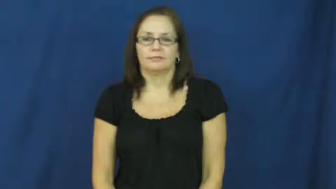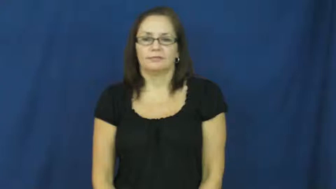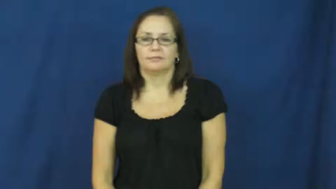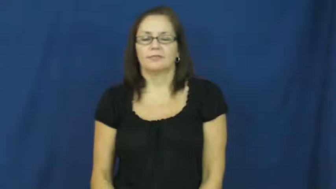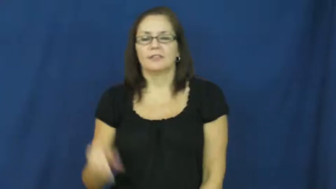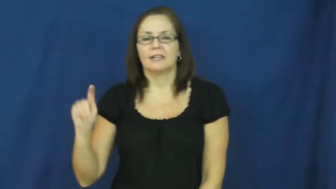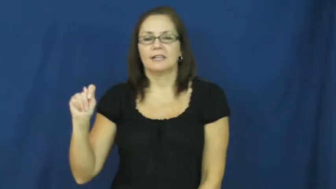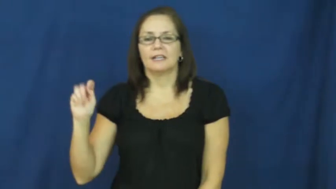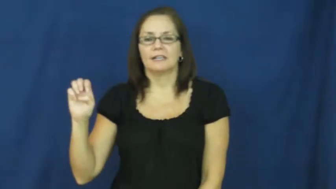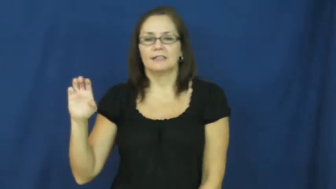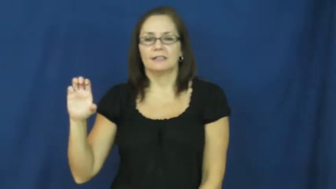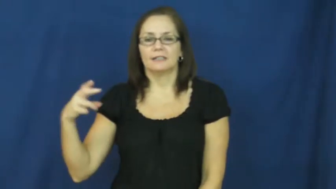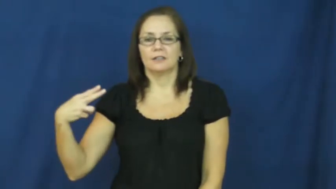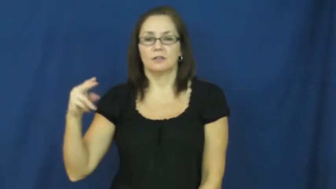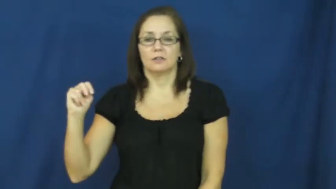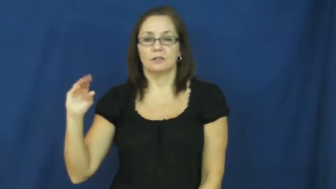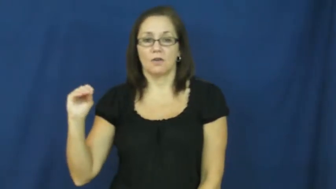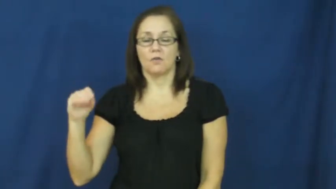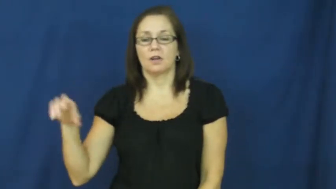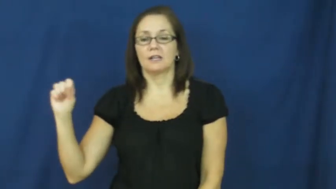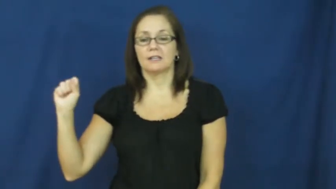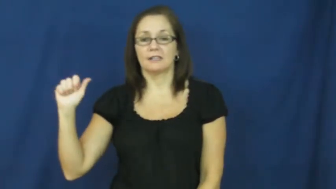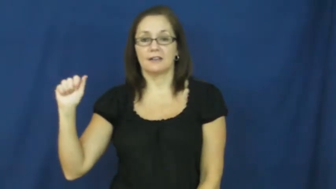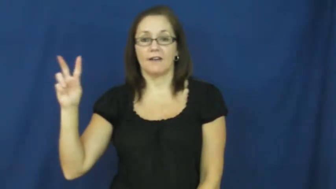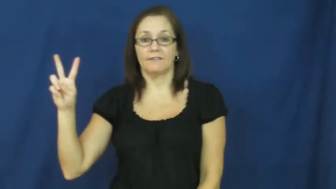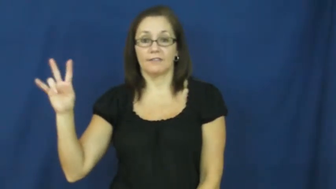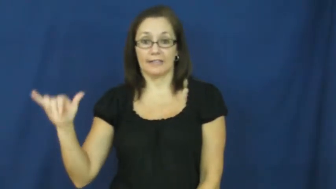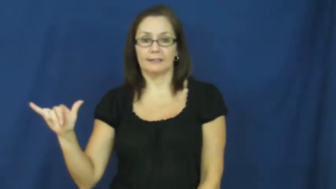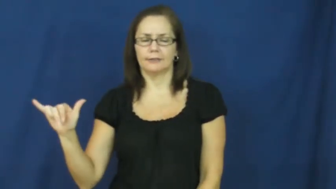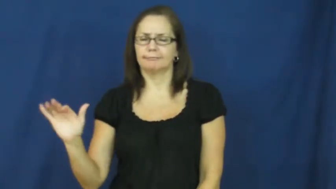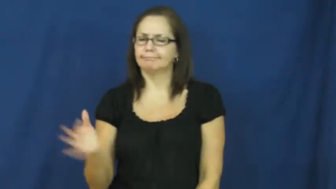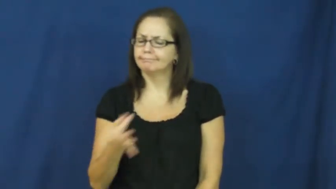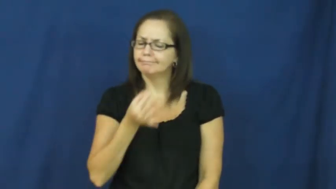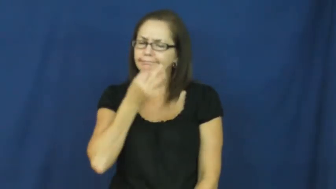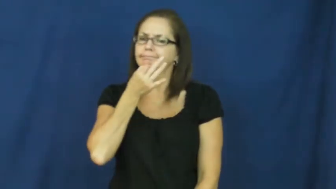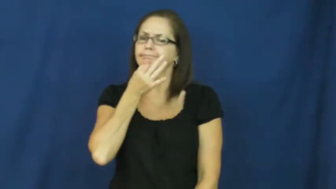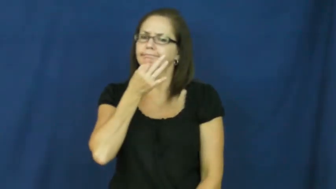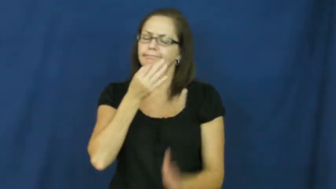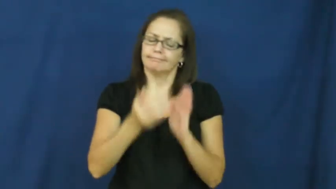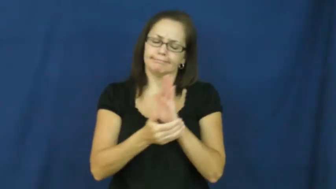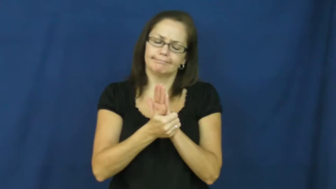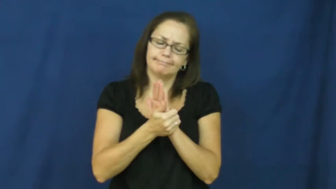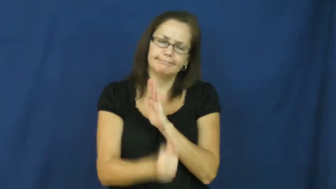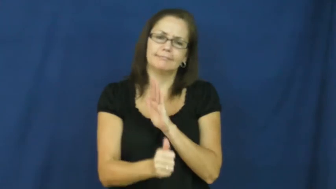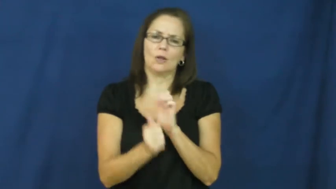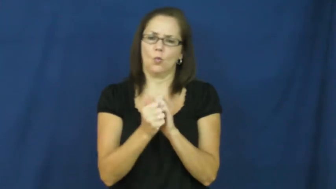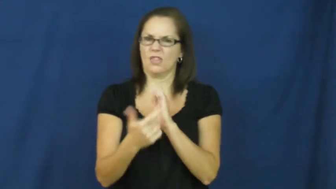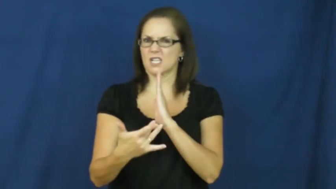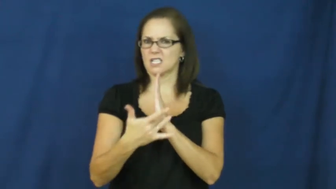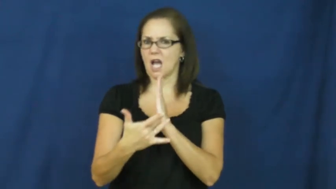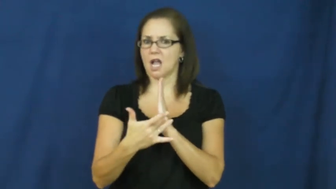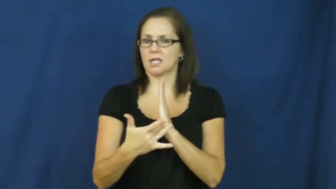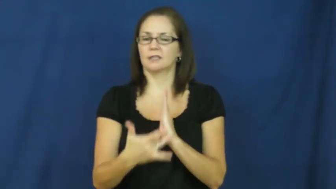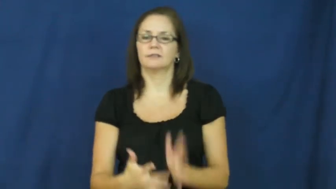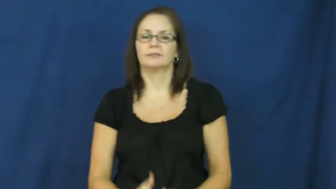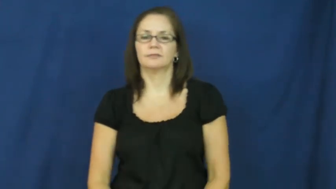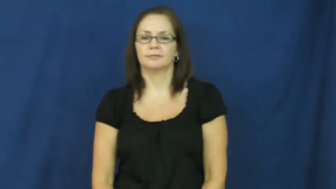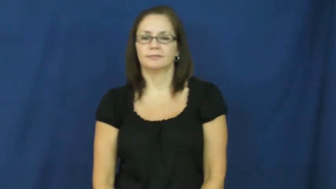techno savvy